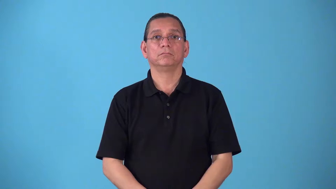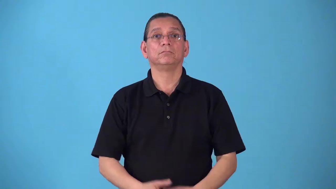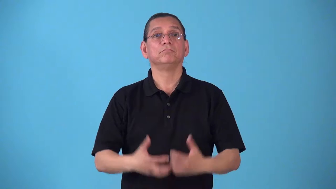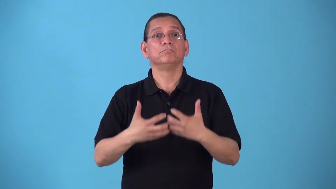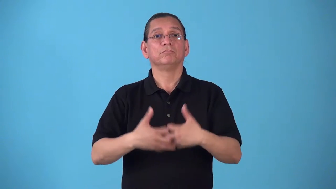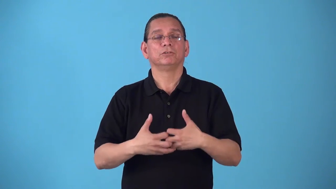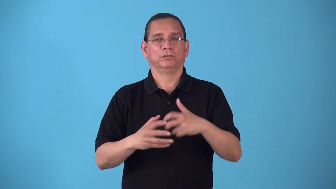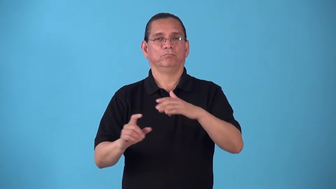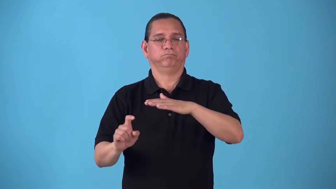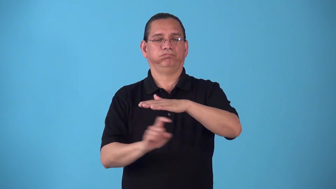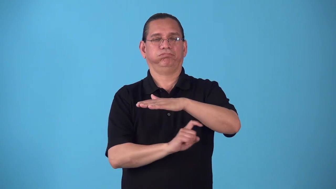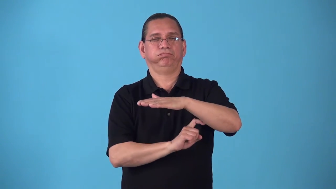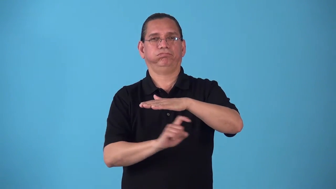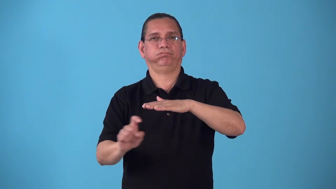scanner,scan